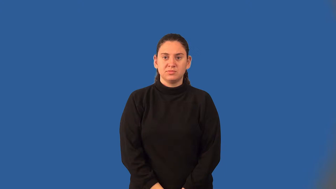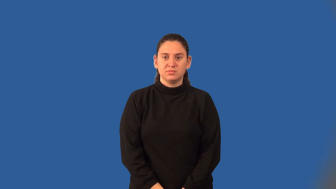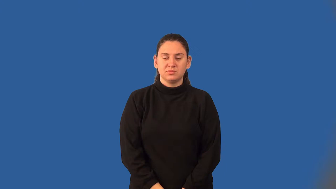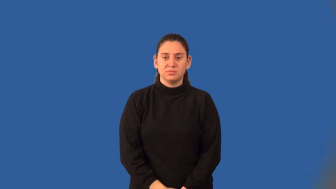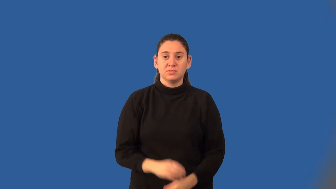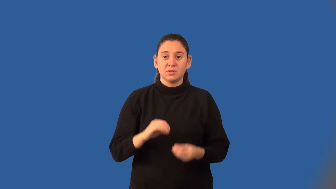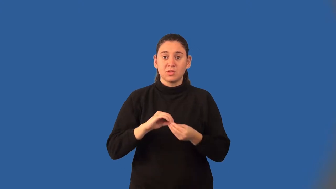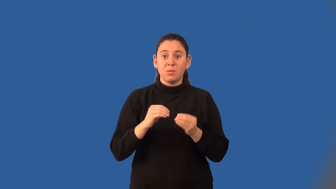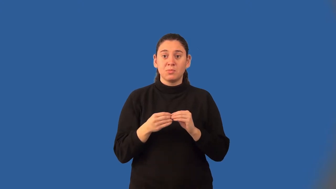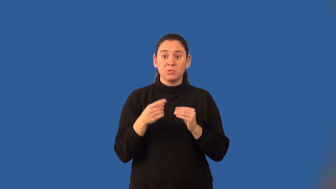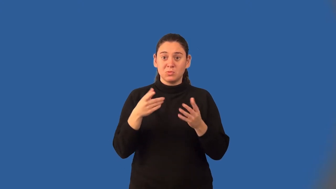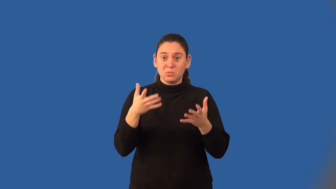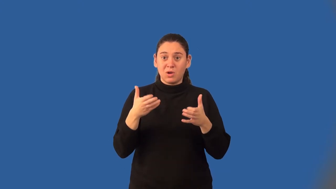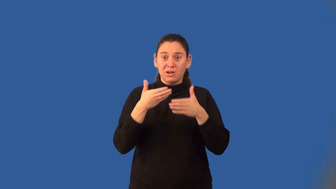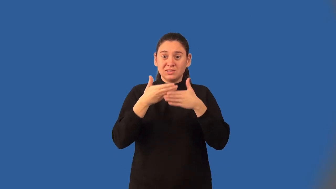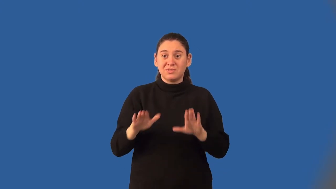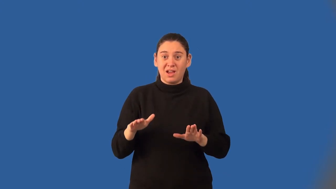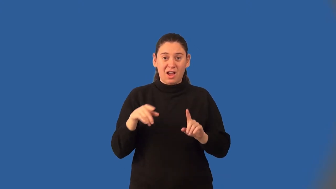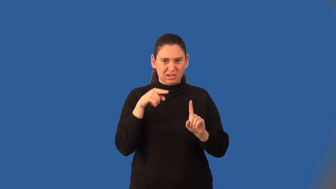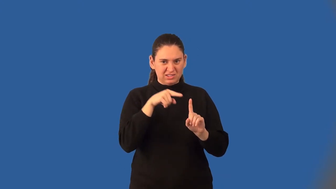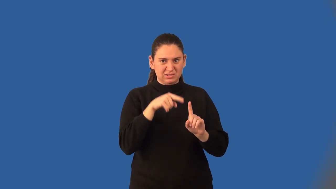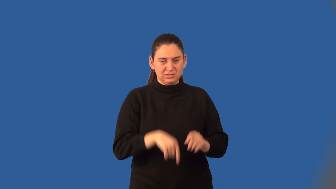dividend-math